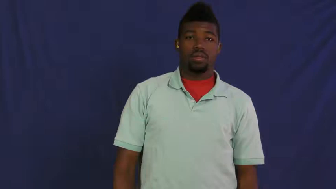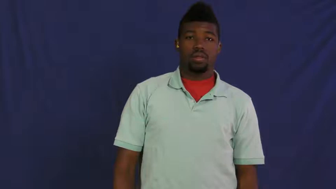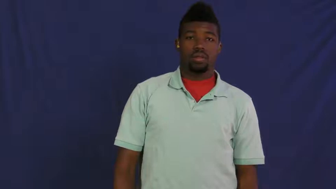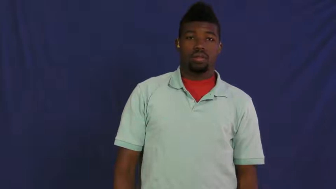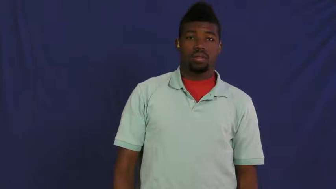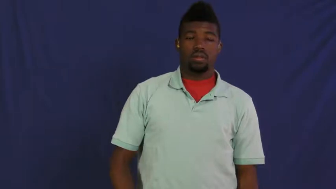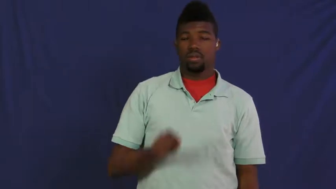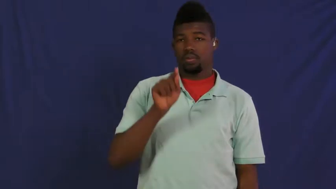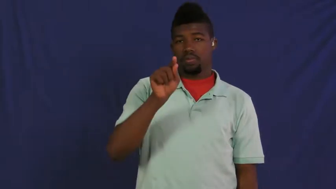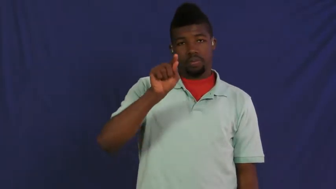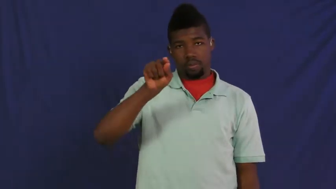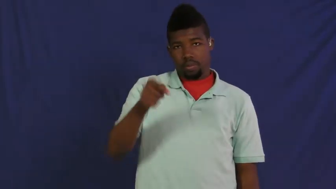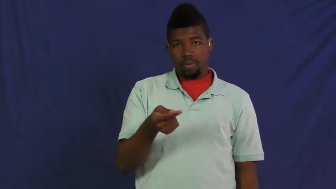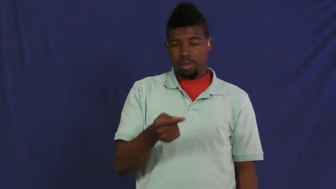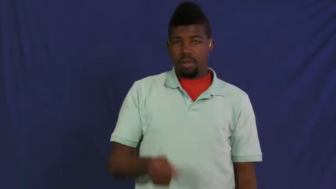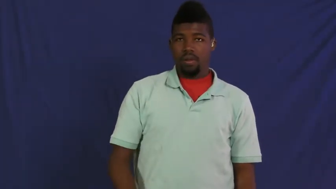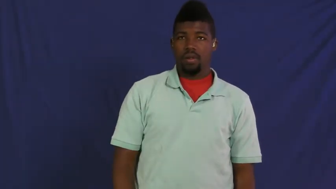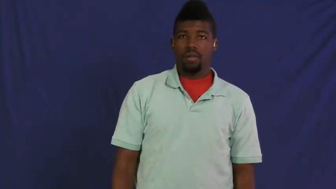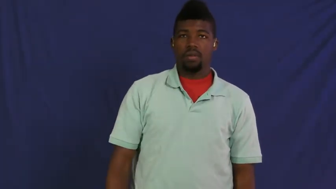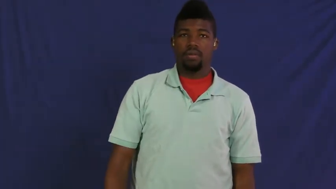semicolon